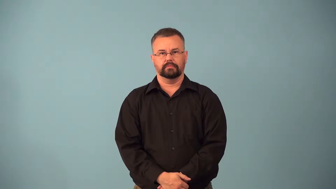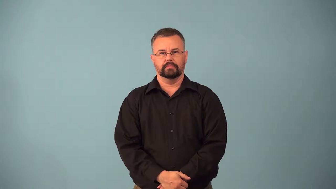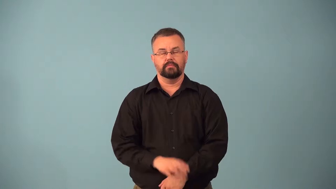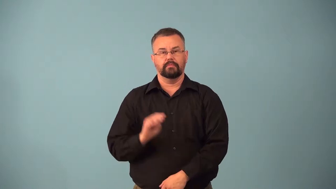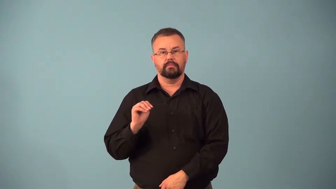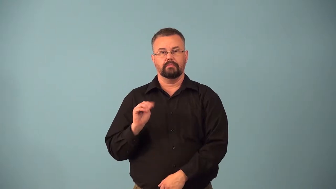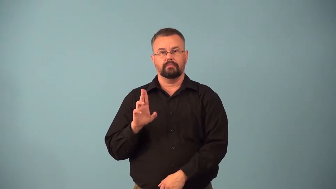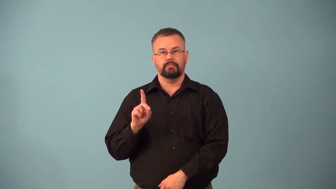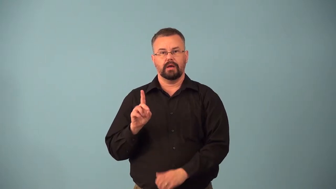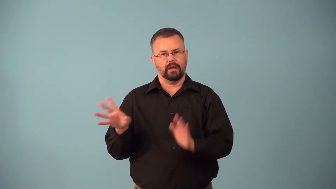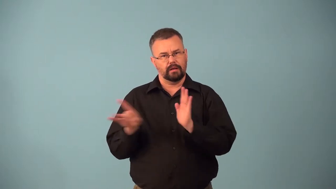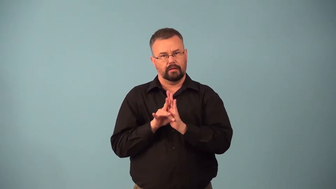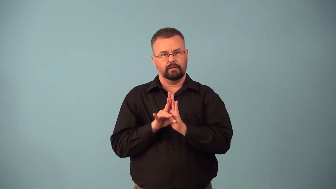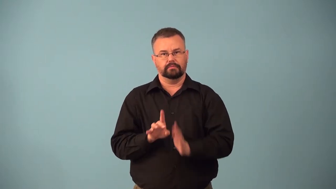bemire